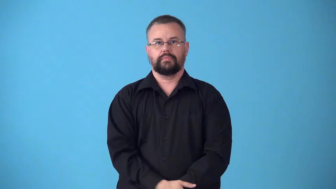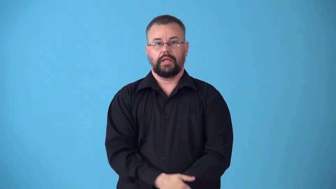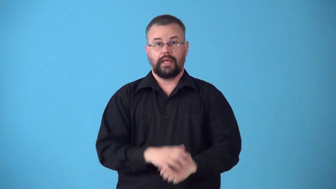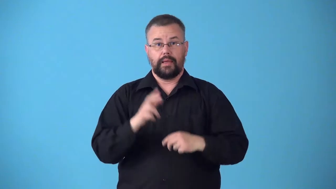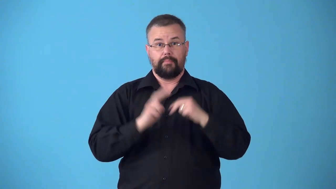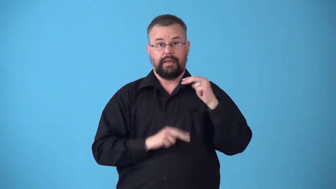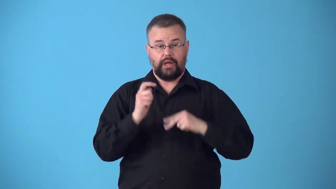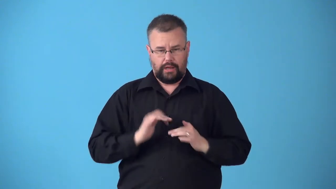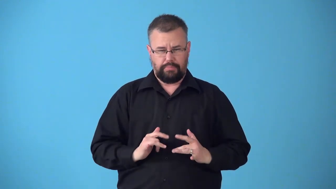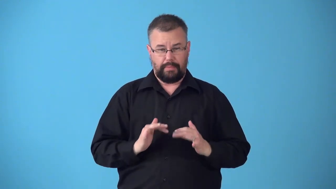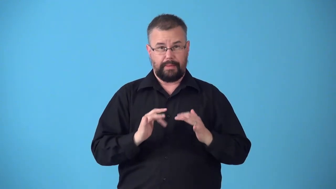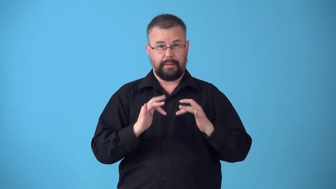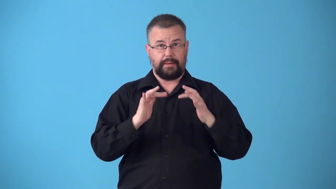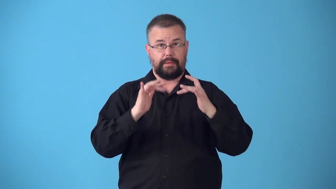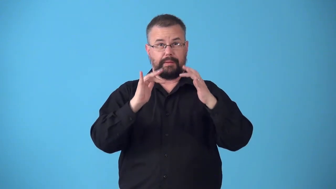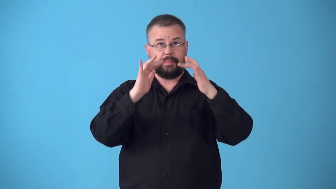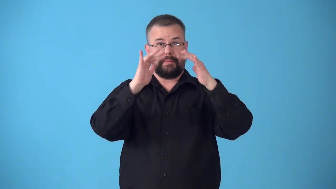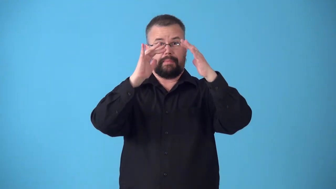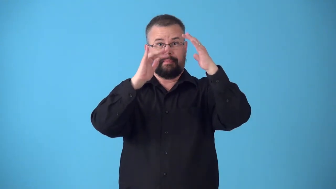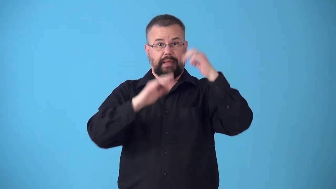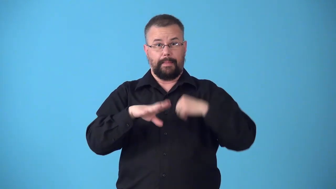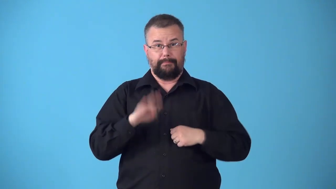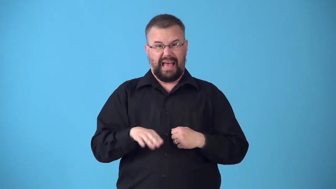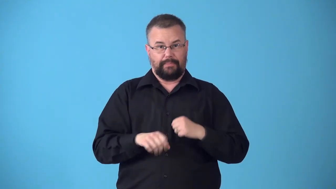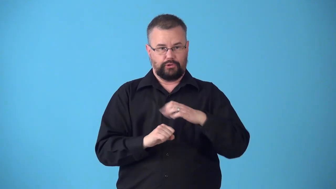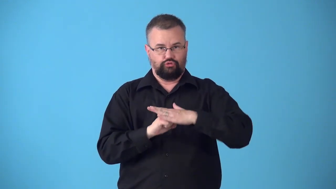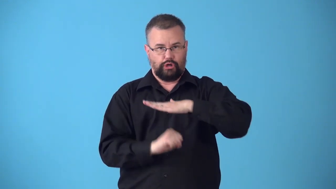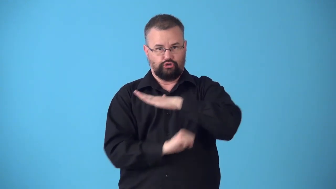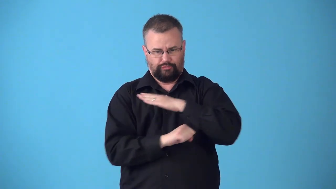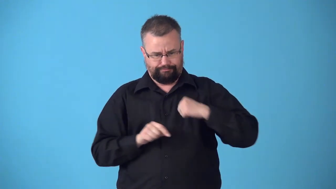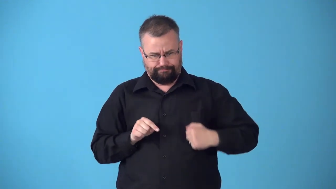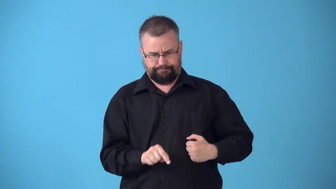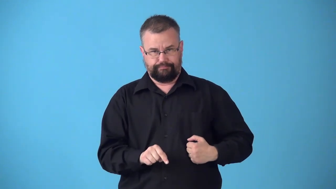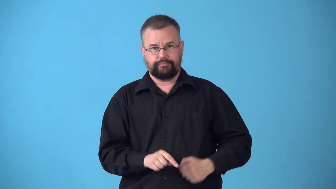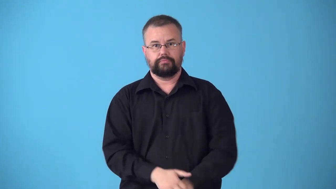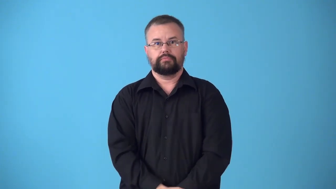substructure